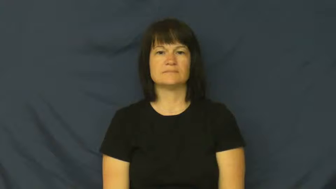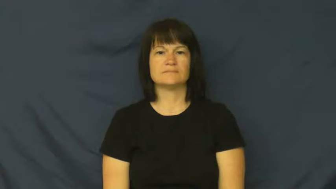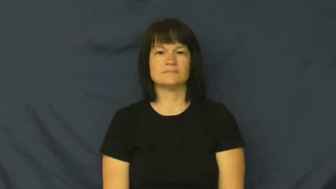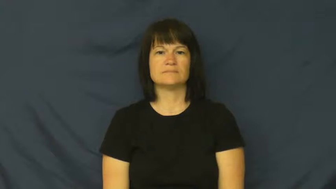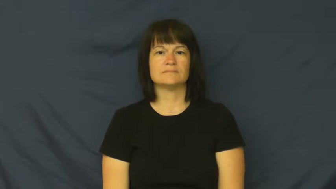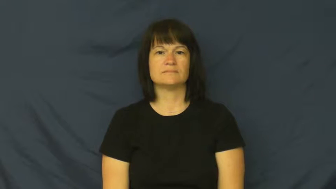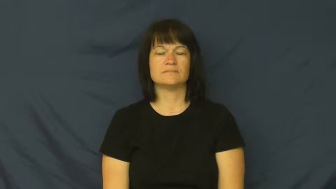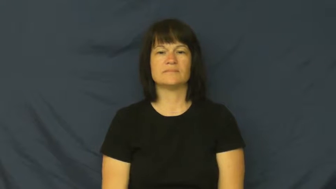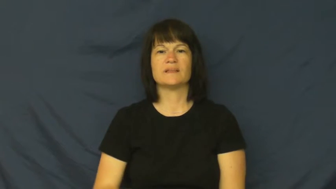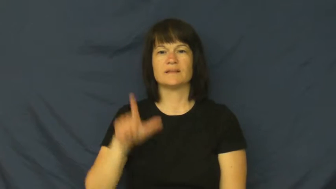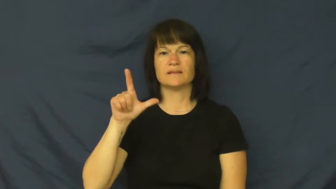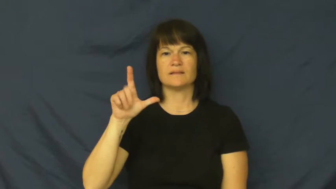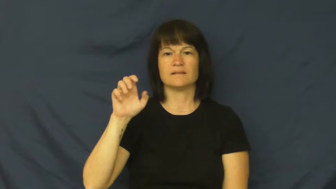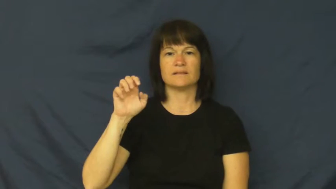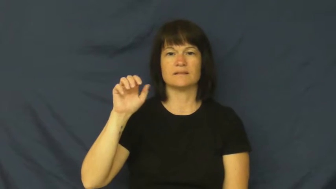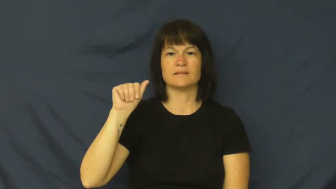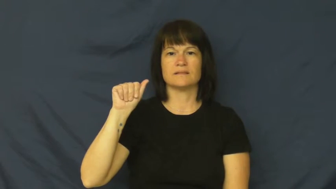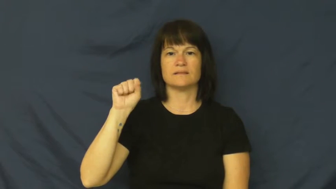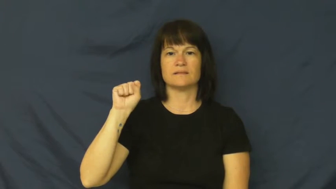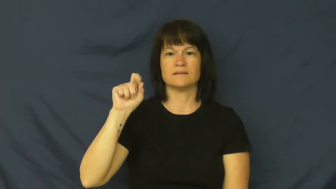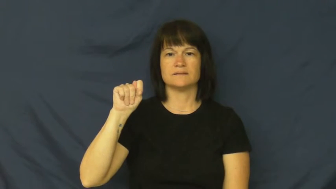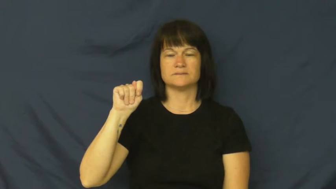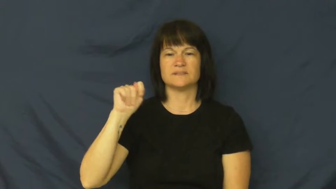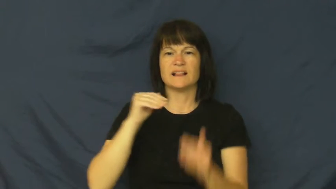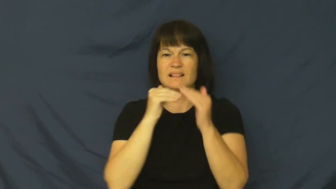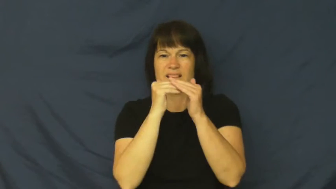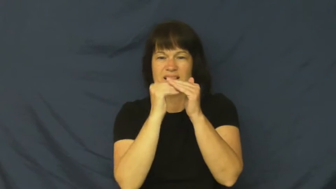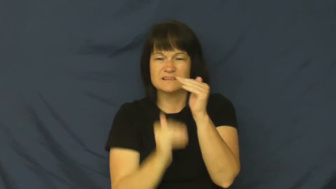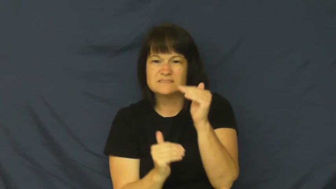least